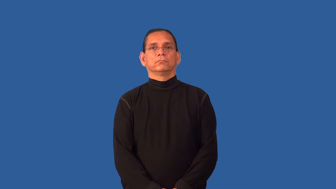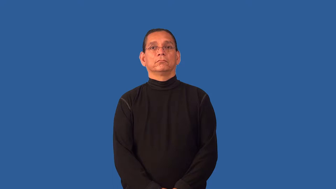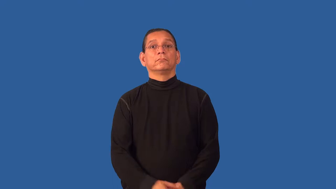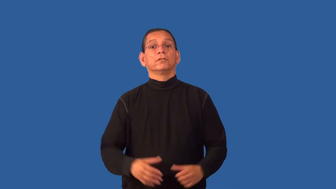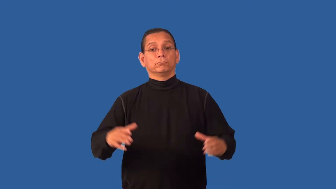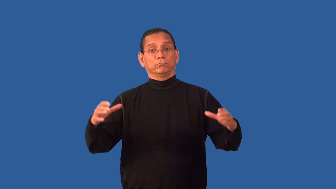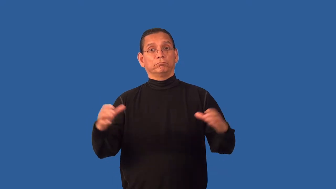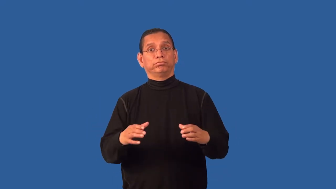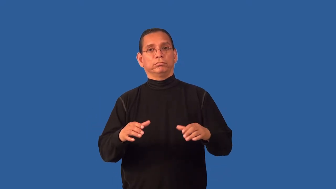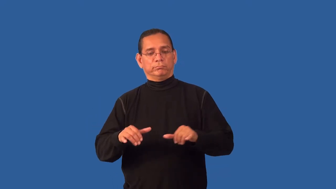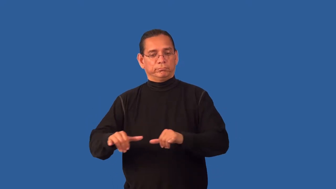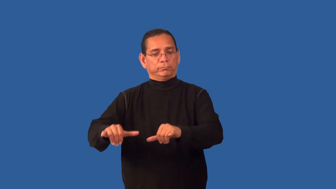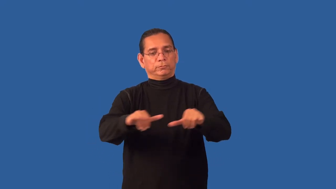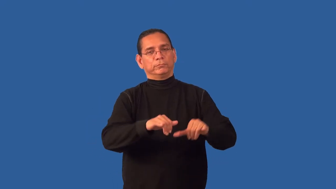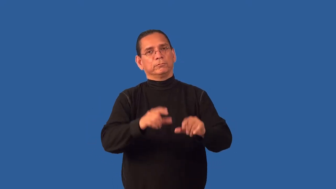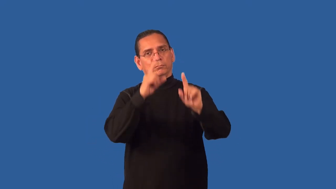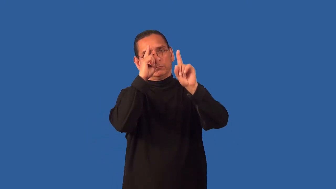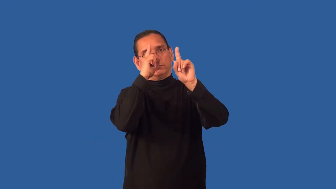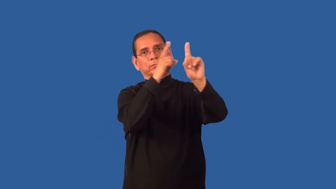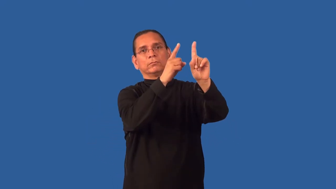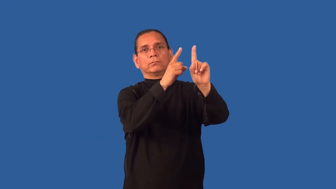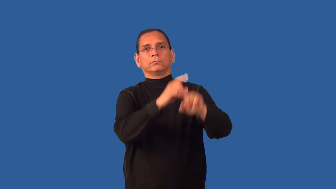fold,confederation,consortium,federation-group that shares same ideas